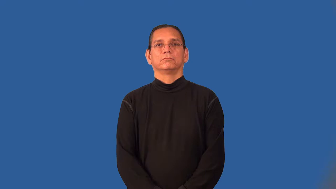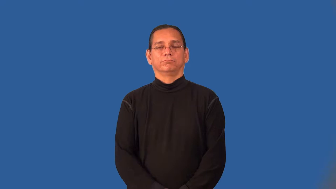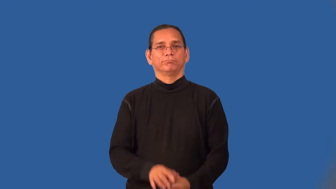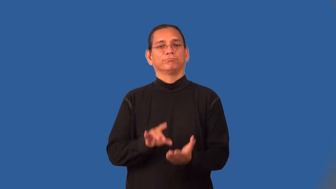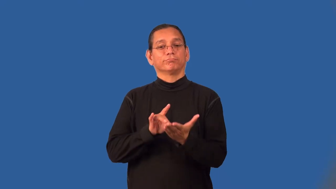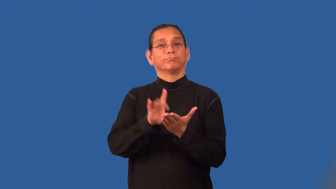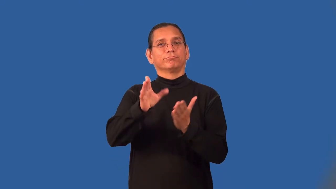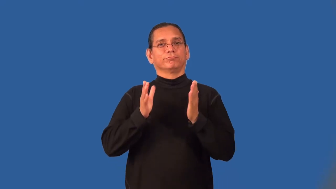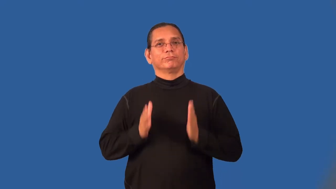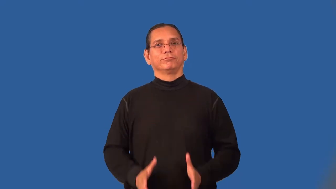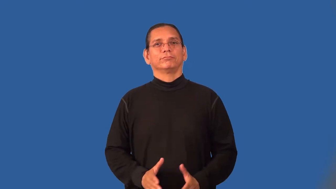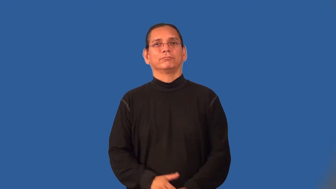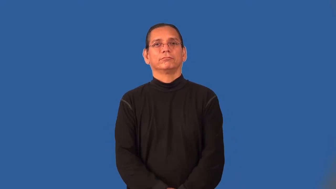placekicker